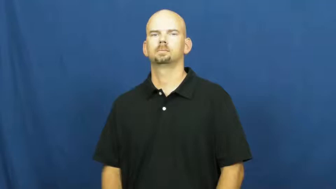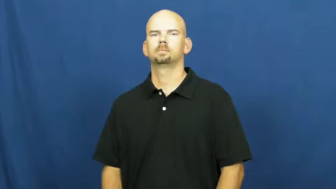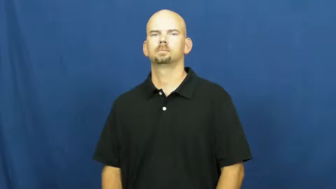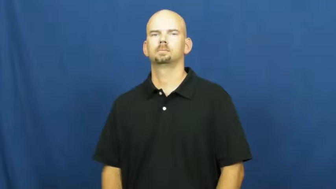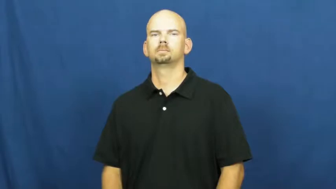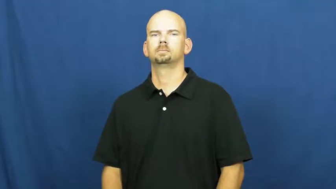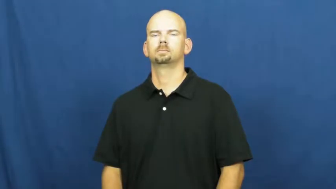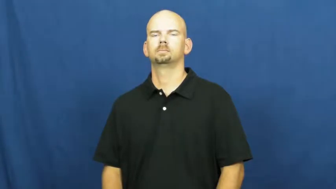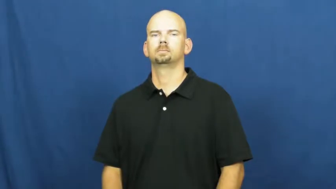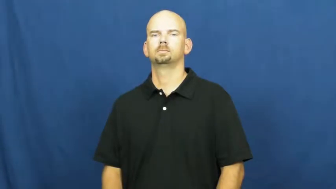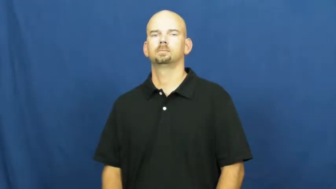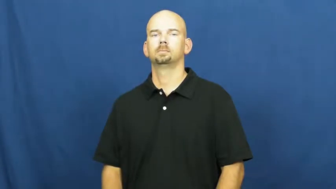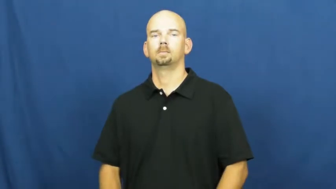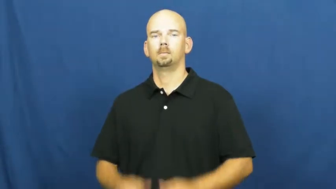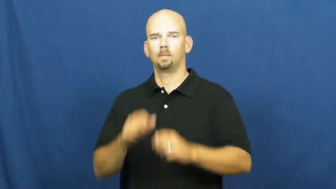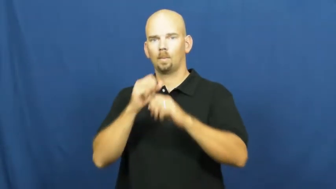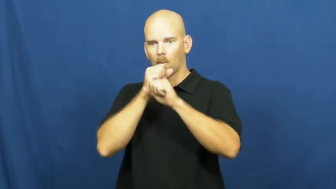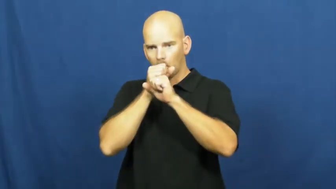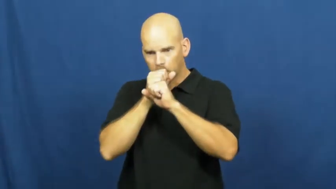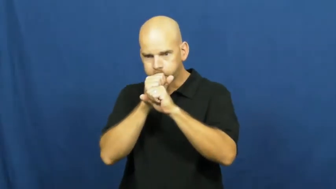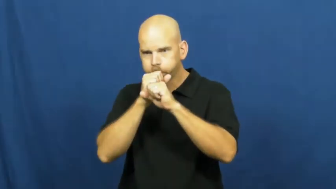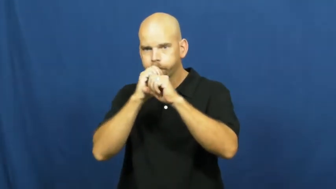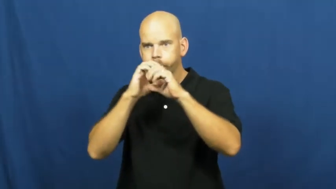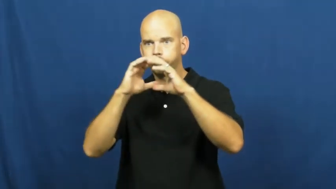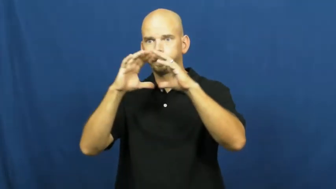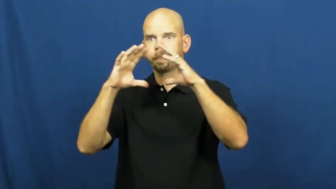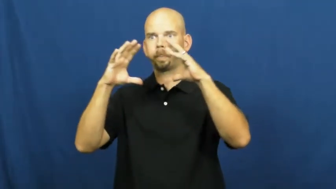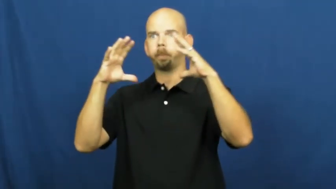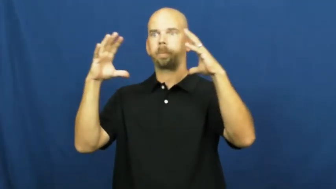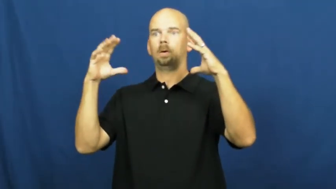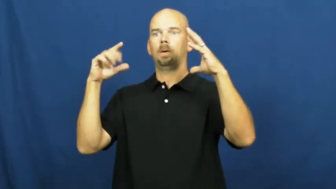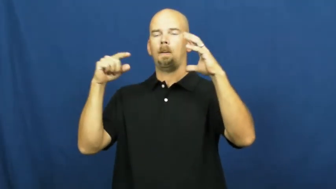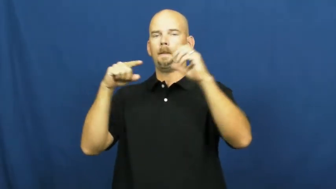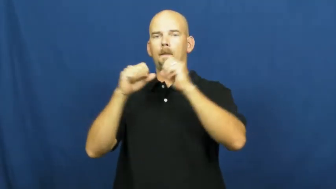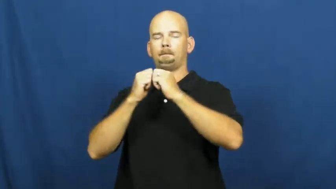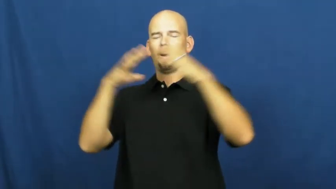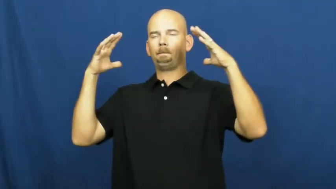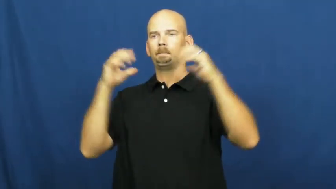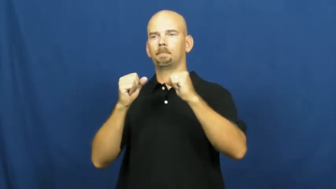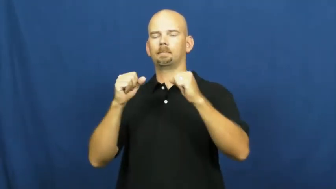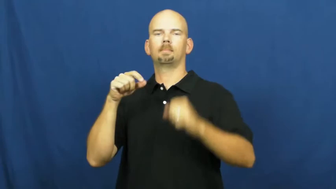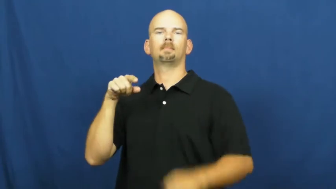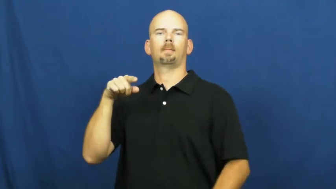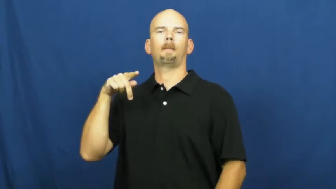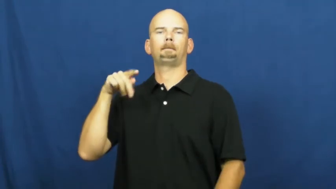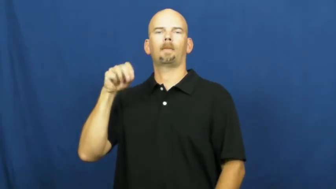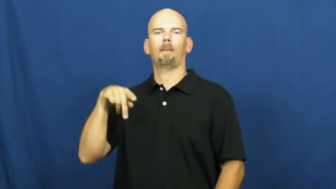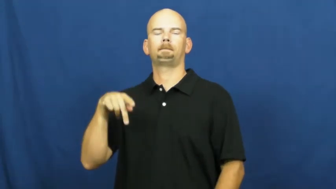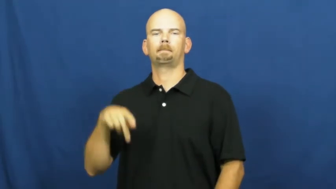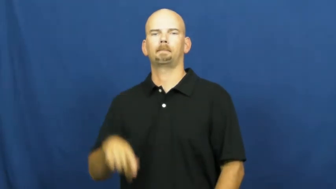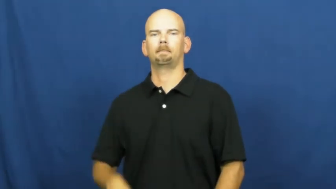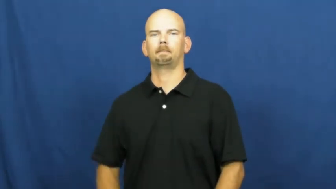pop-balloon